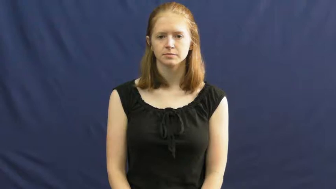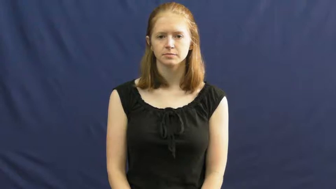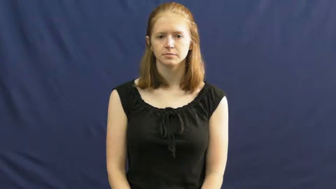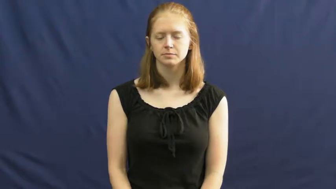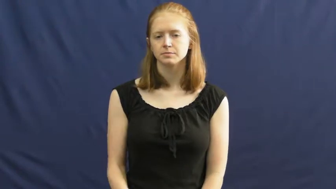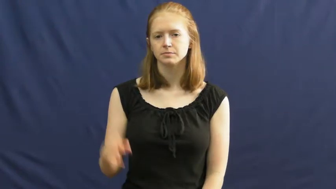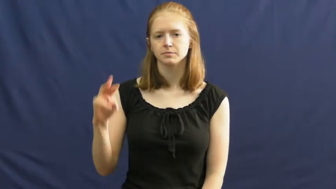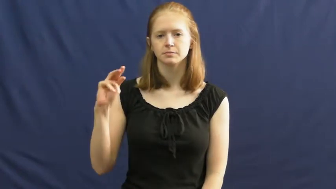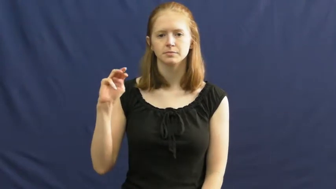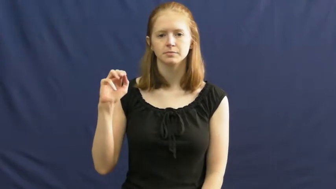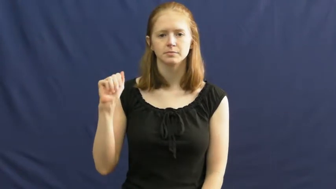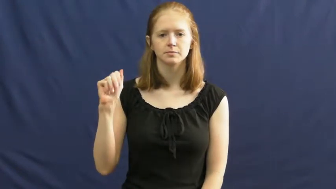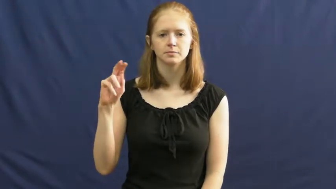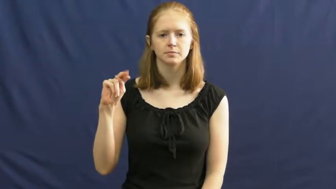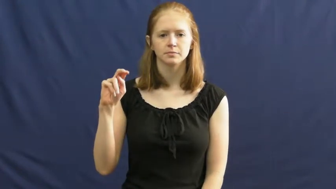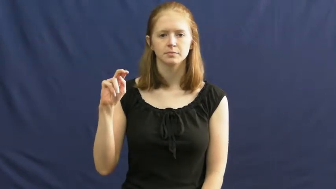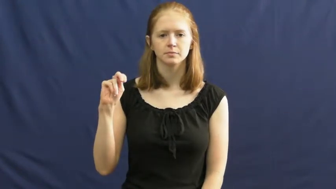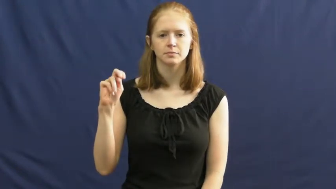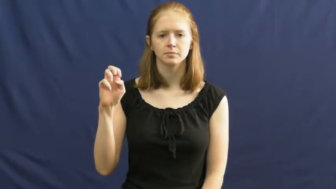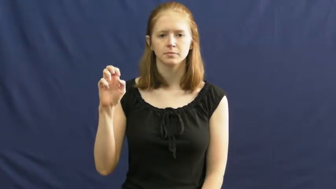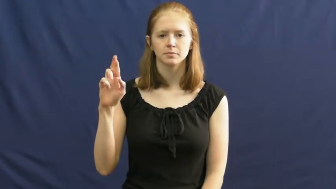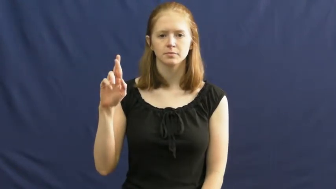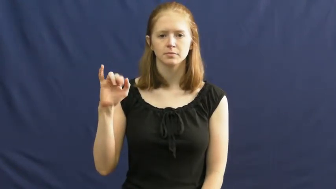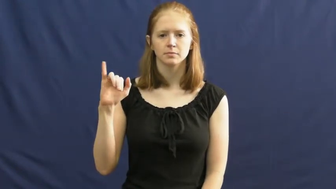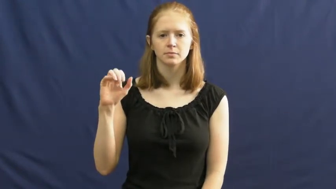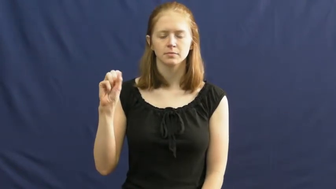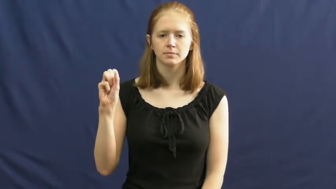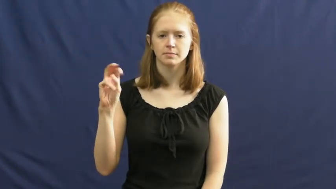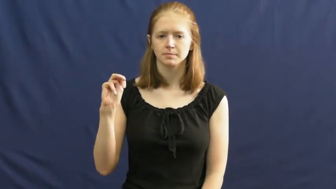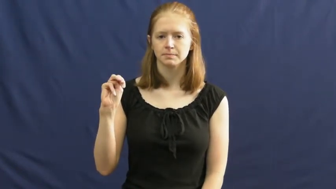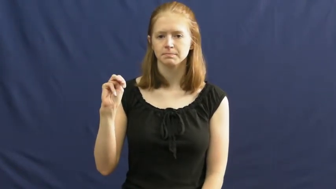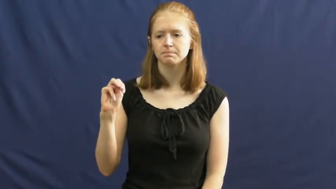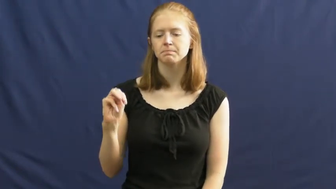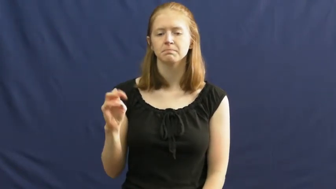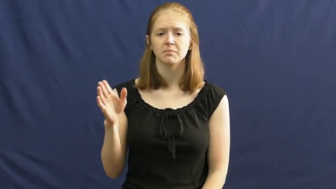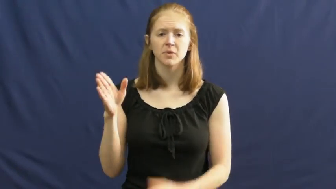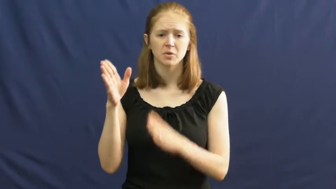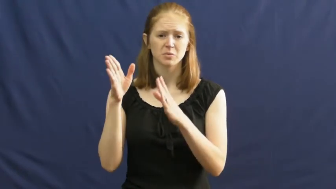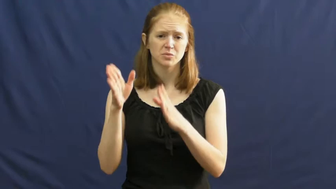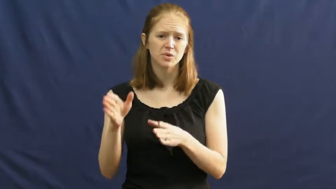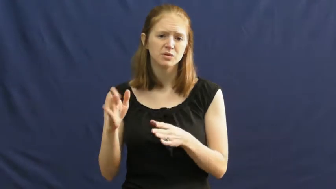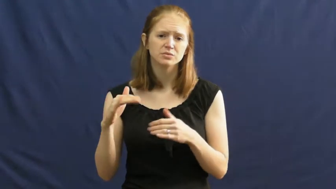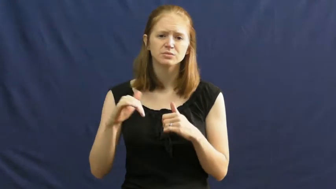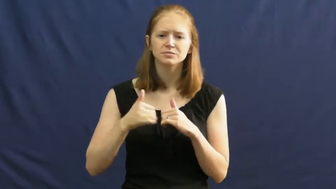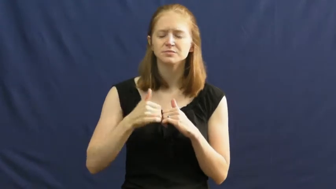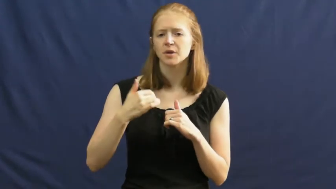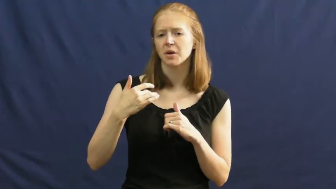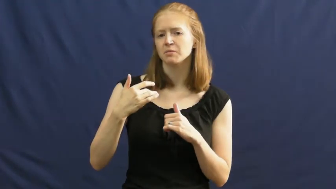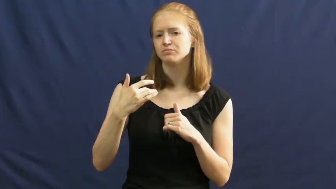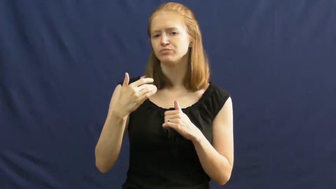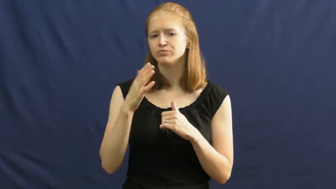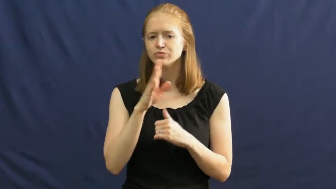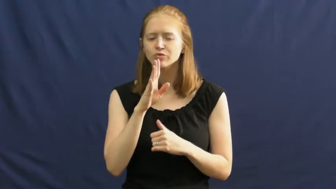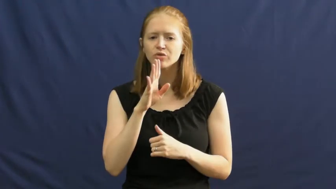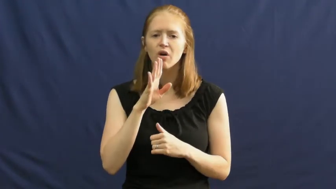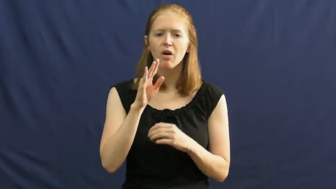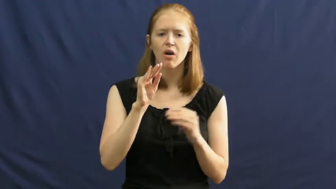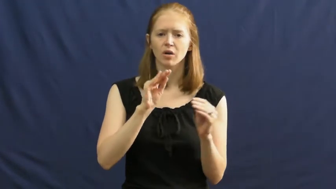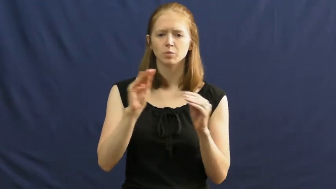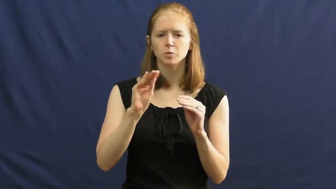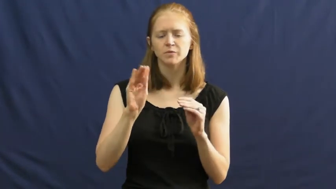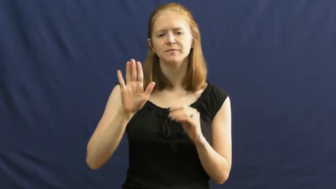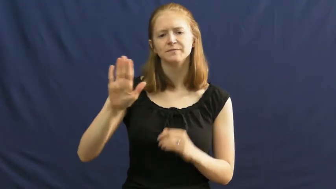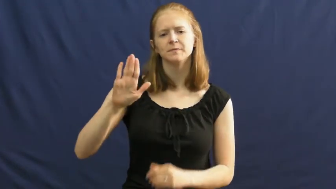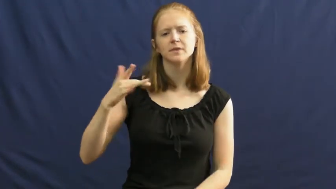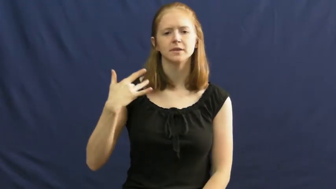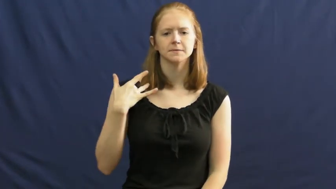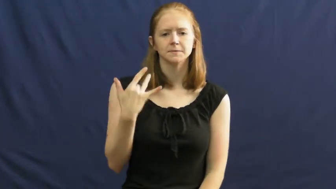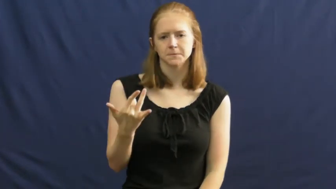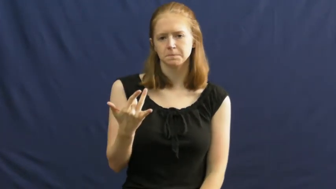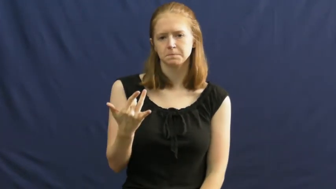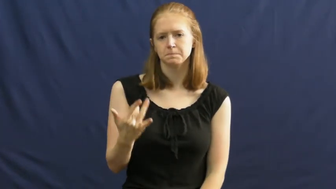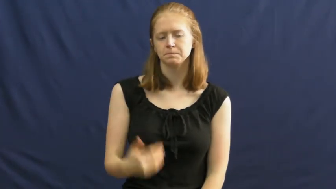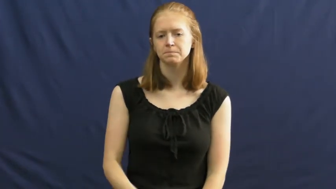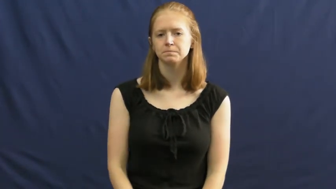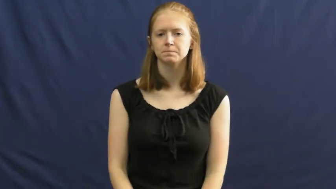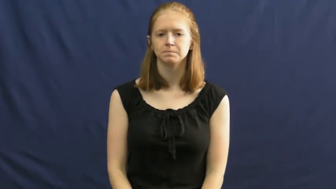mannerism